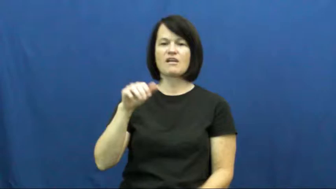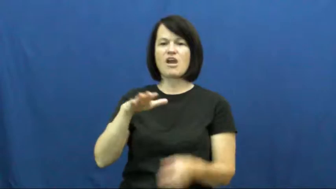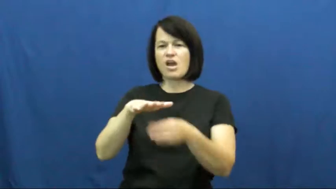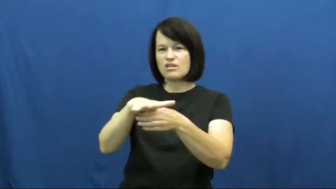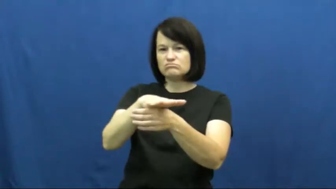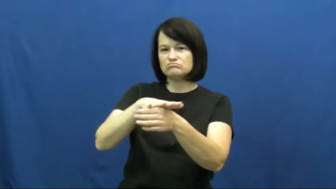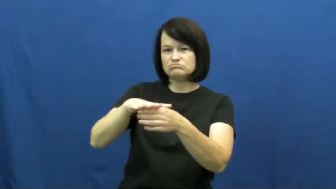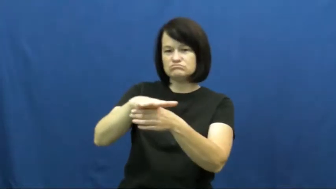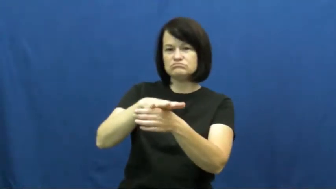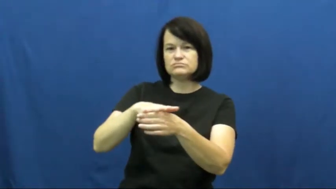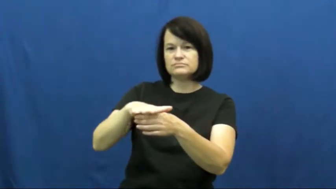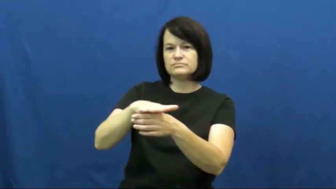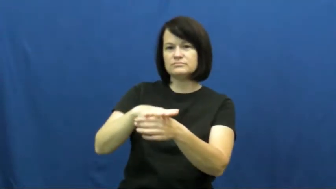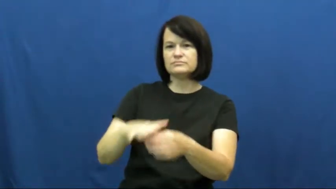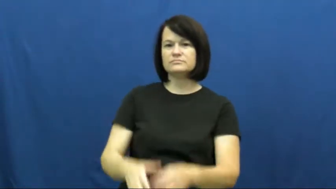proximity